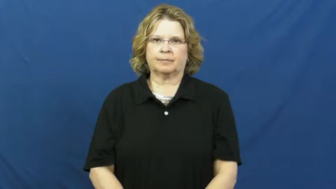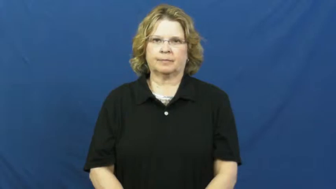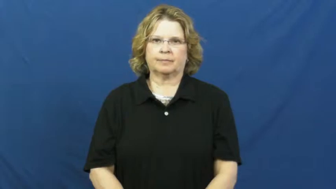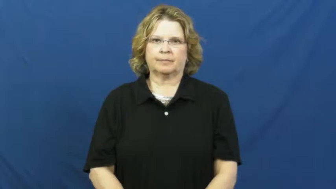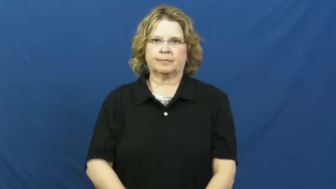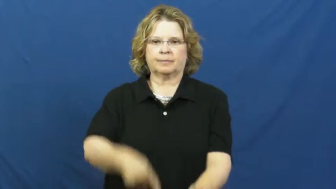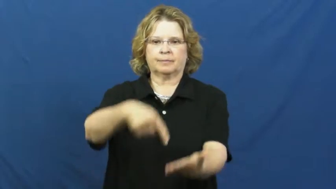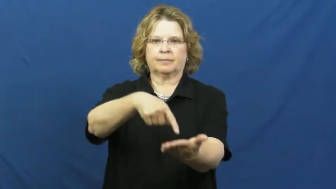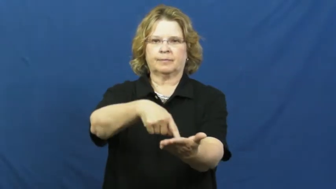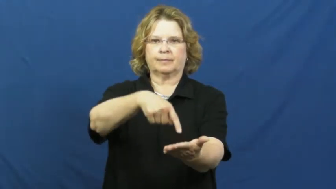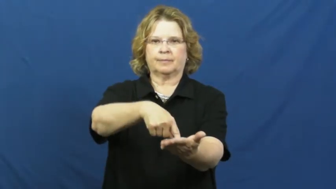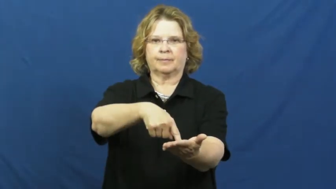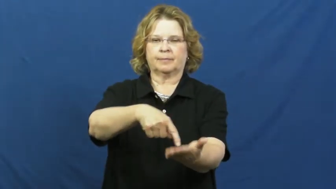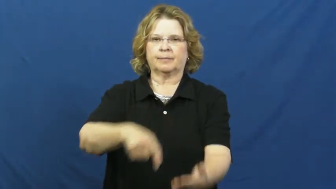owe,owe to